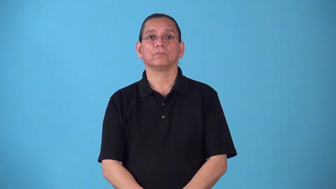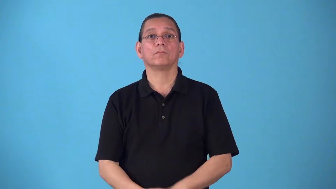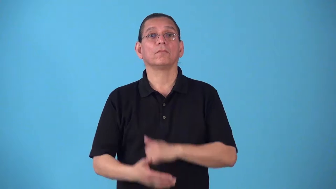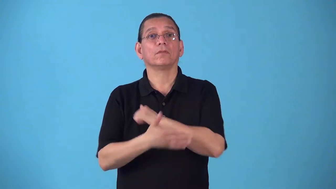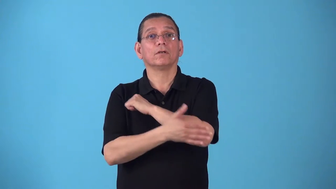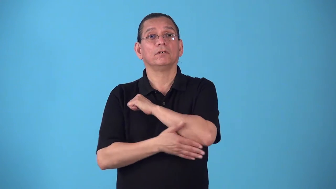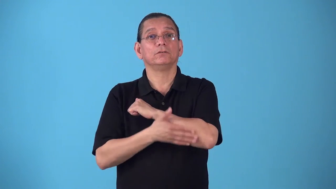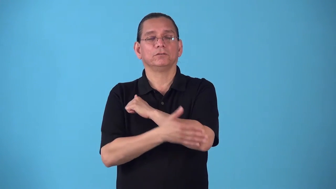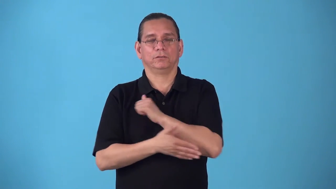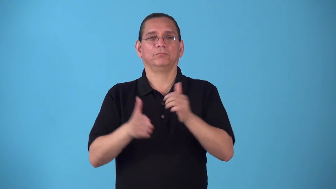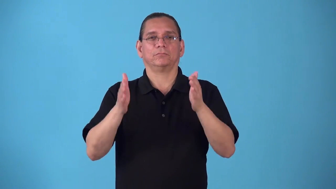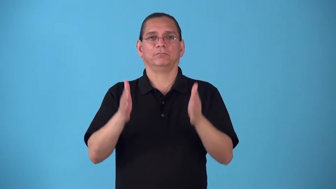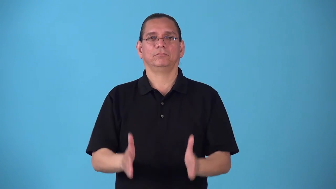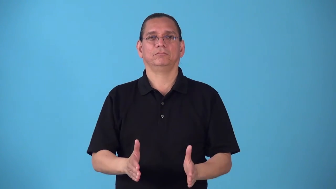rube